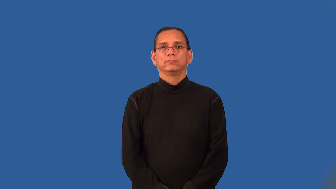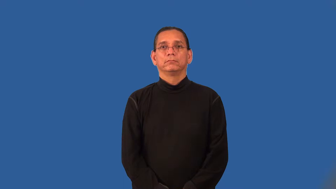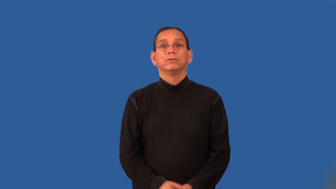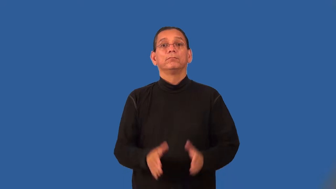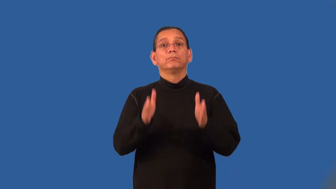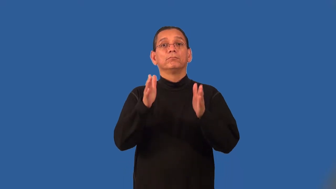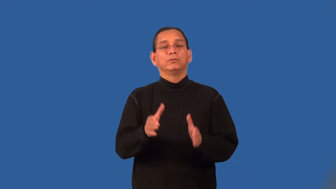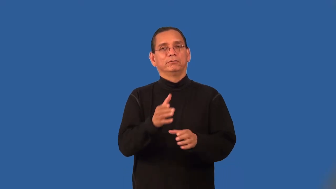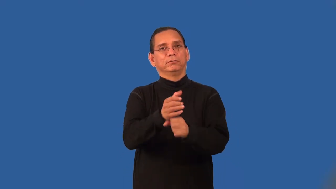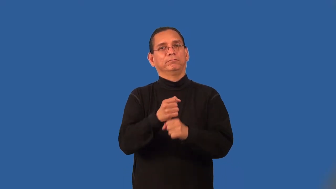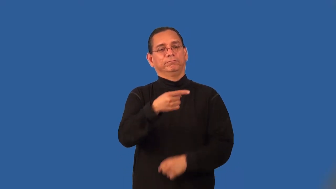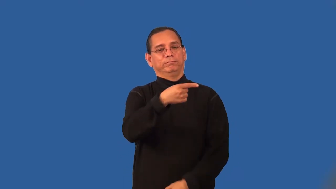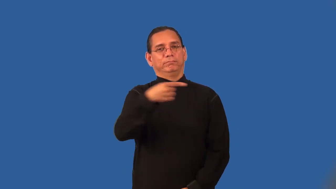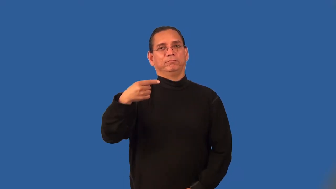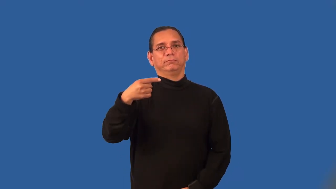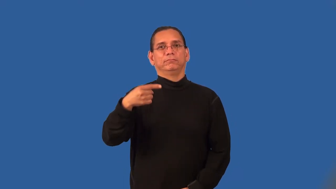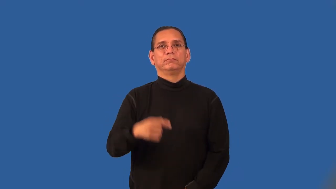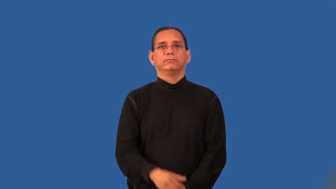titleholder,titlist